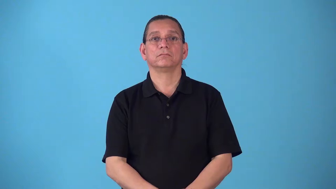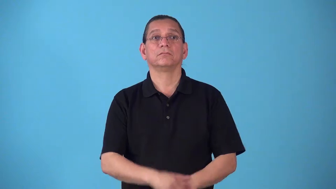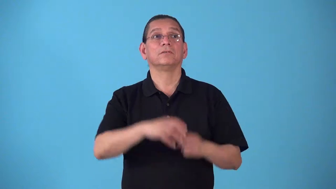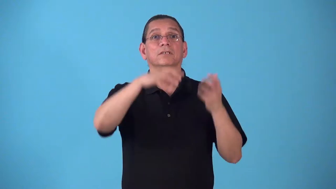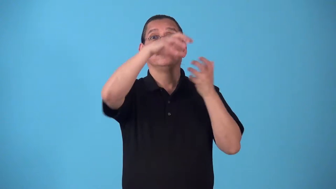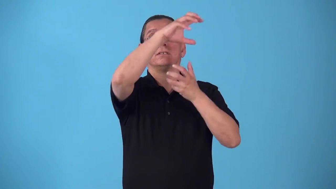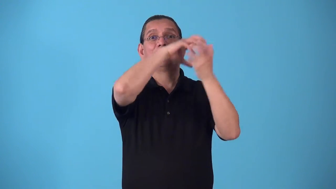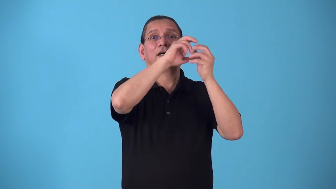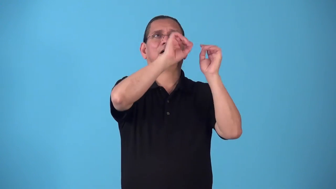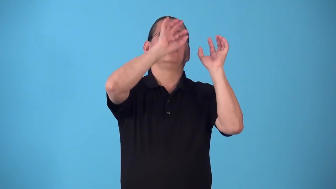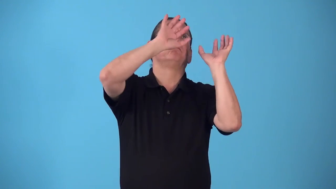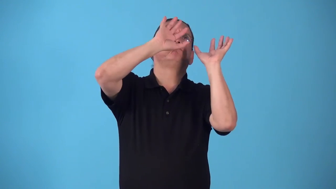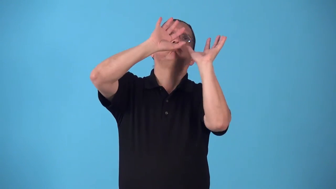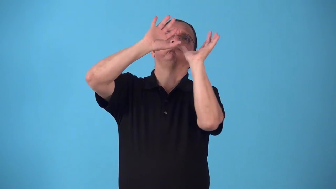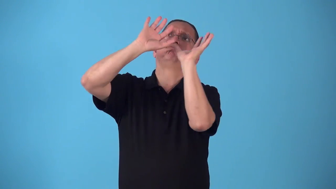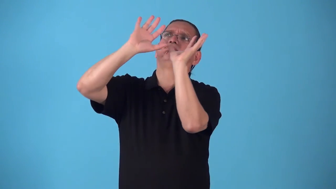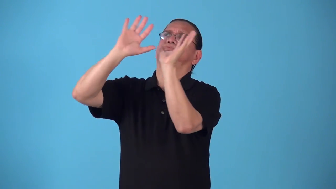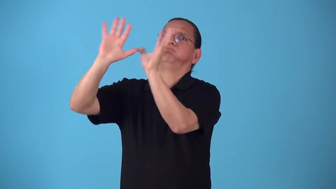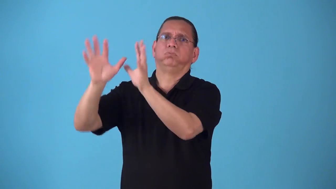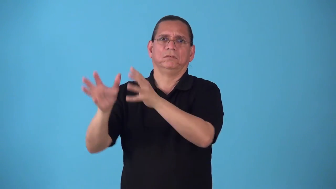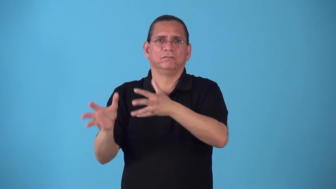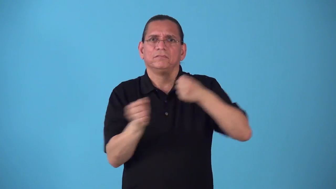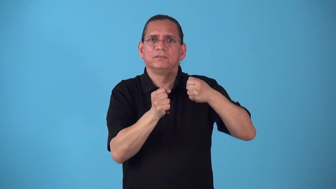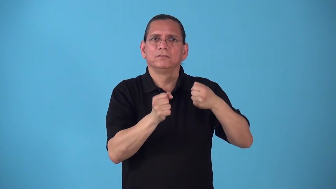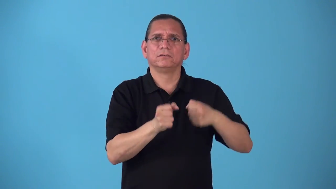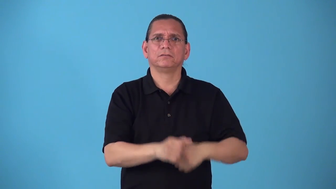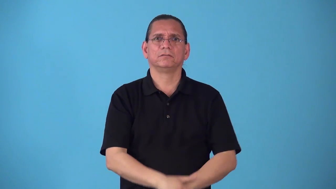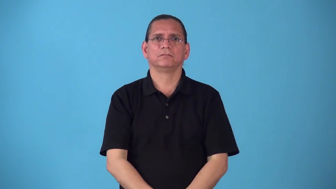scud-clouds move fast across sky